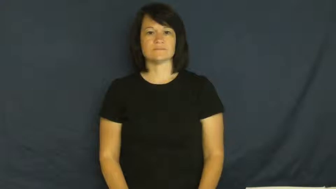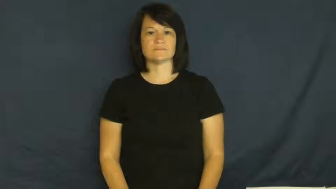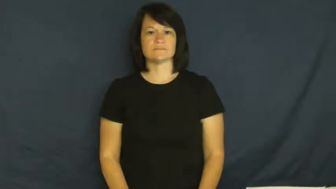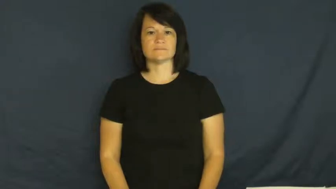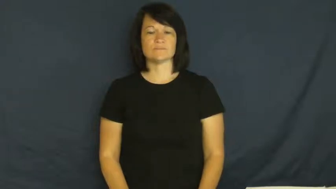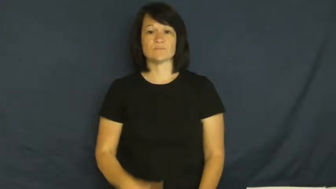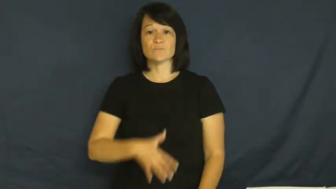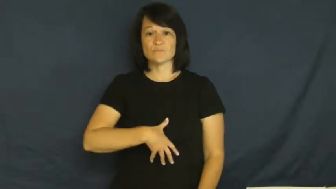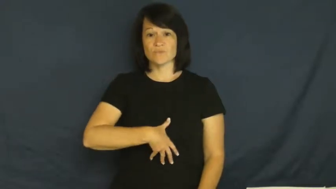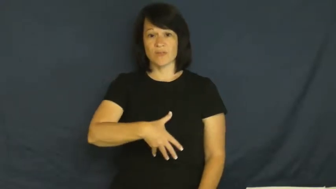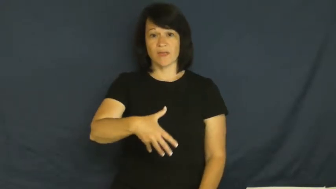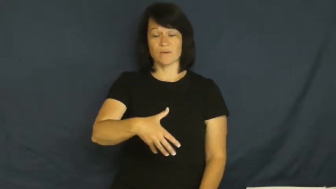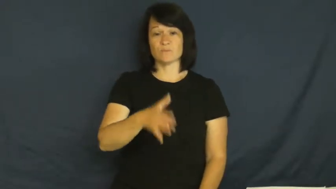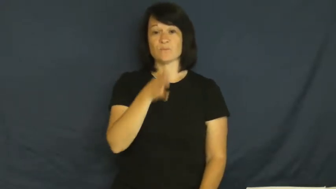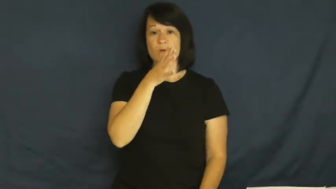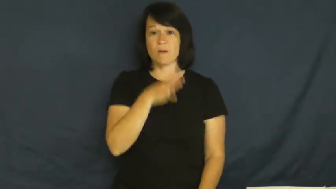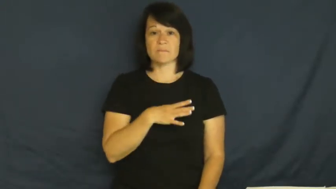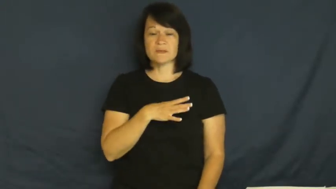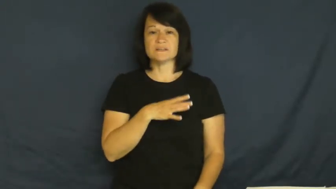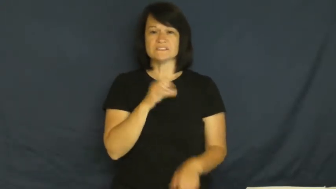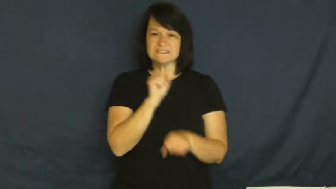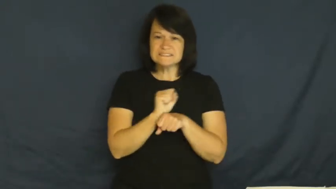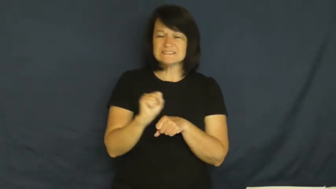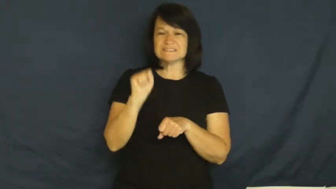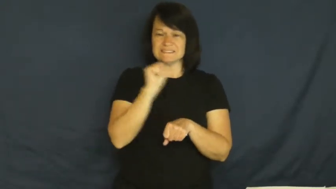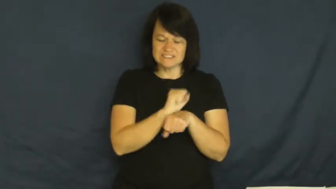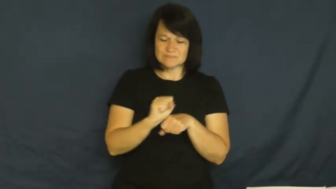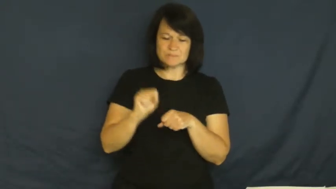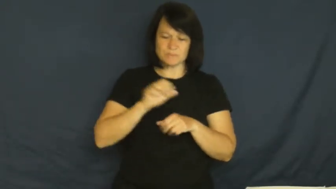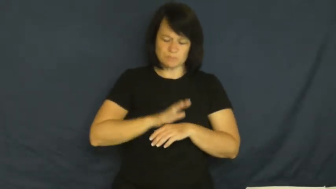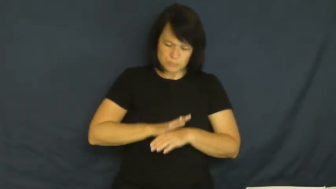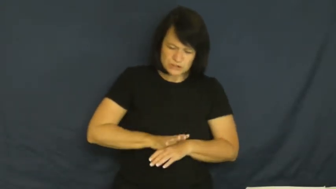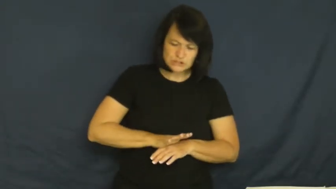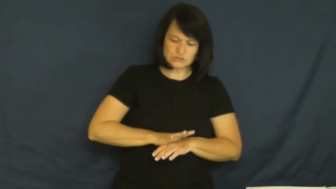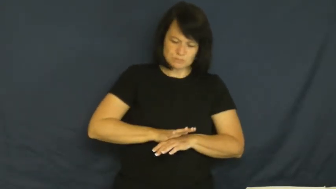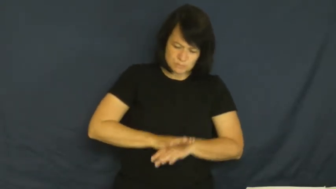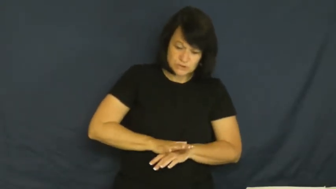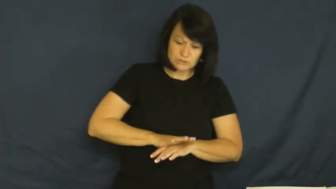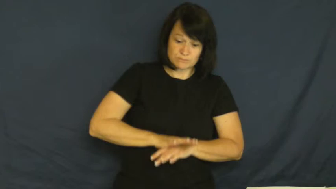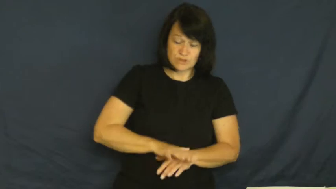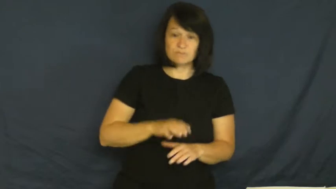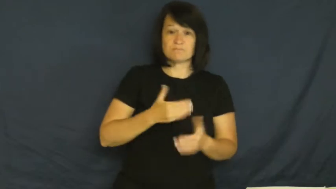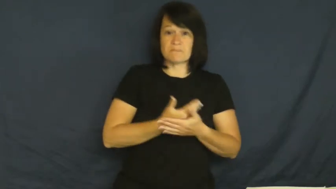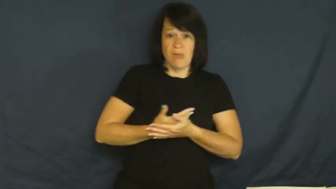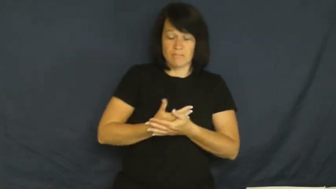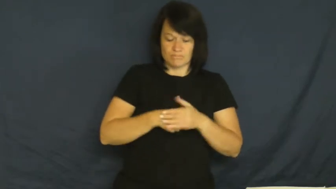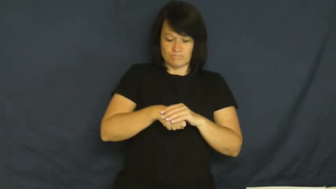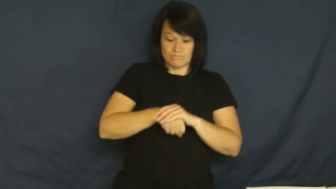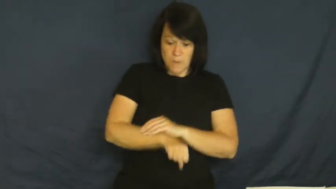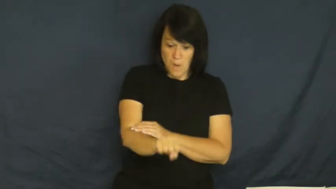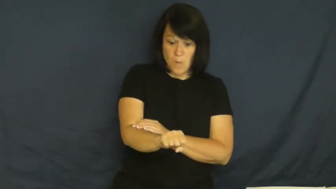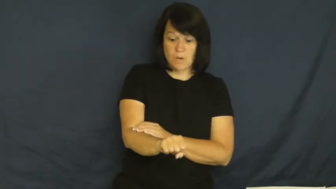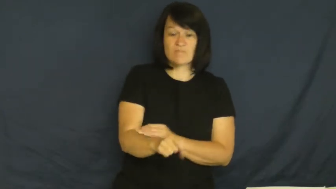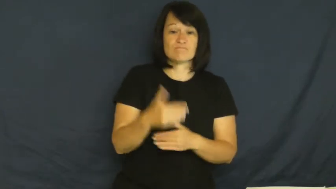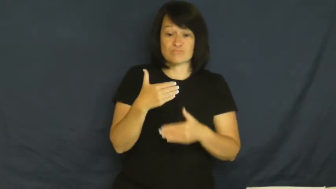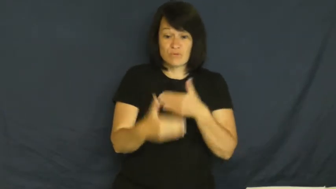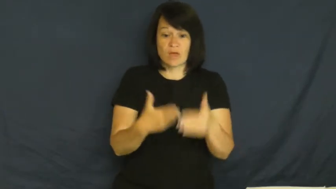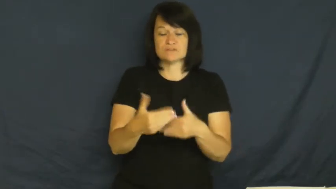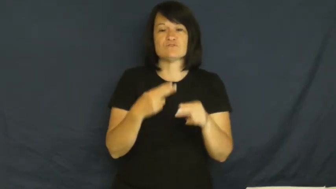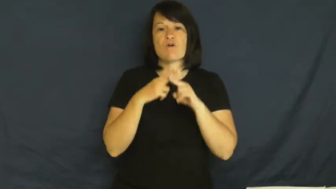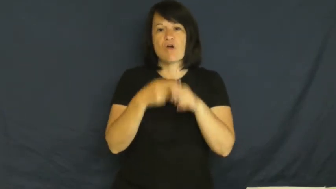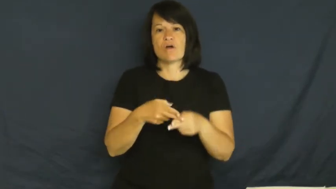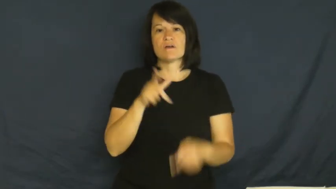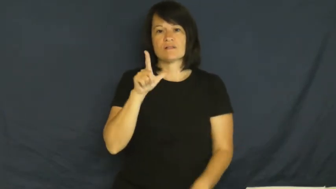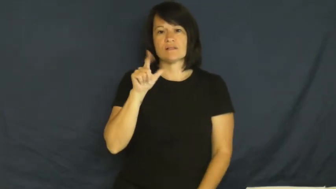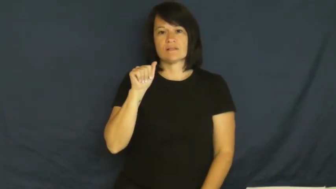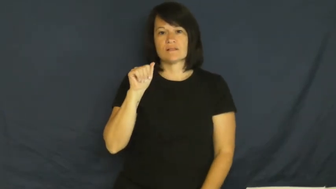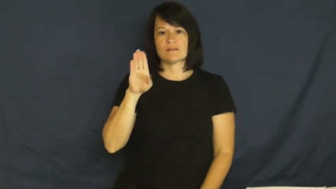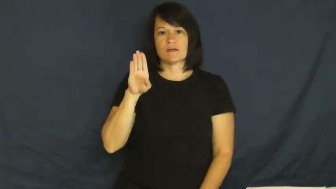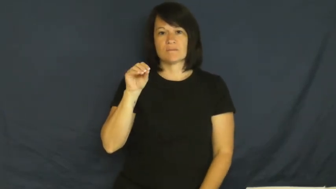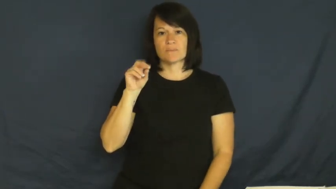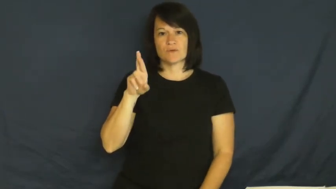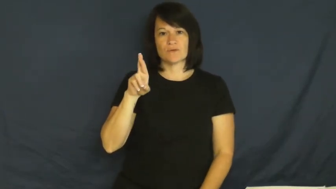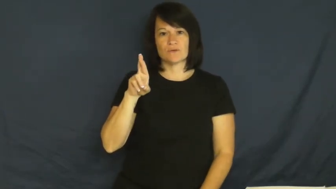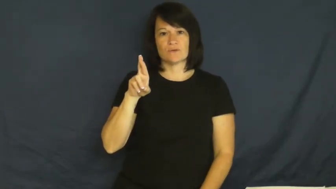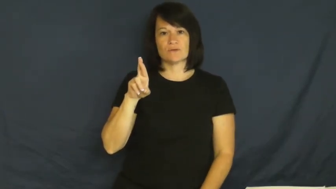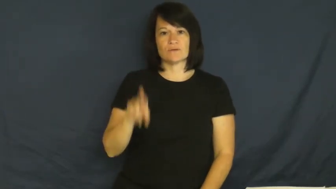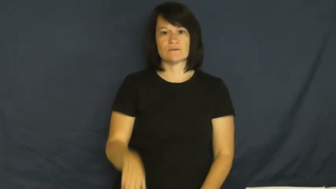labor,childbirth